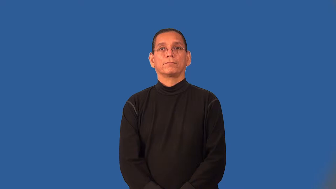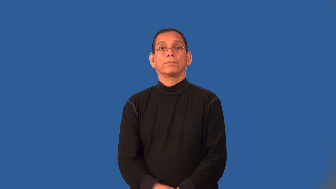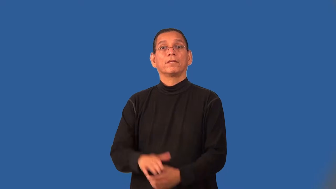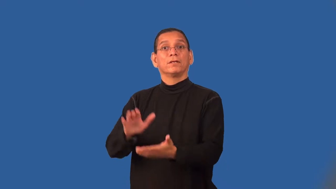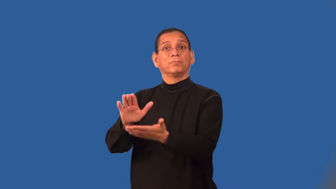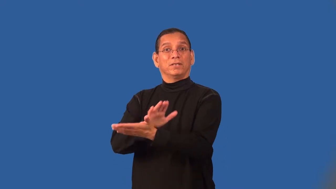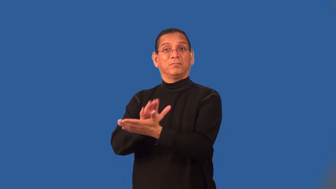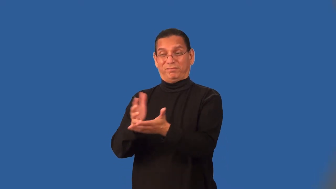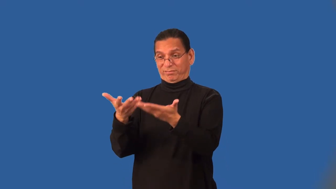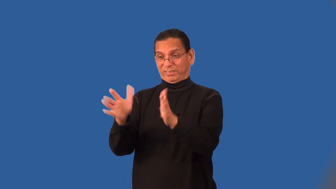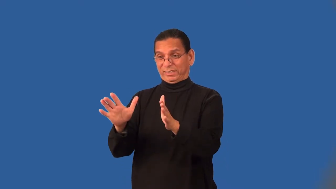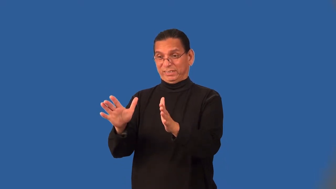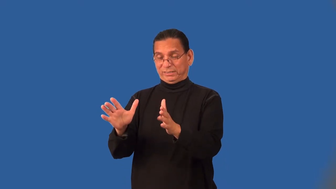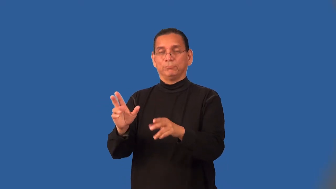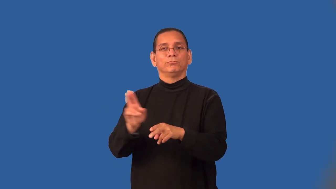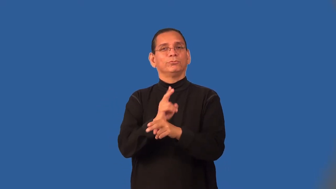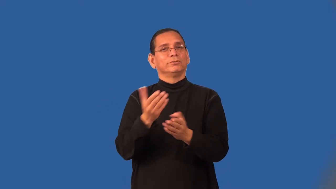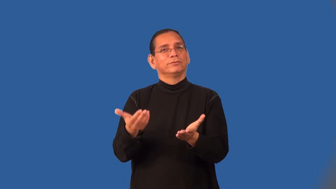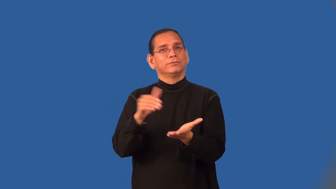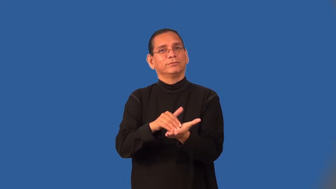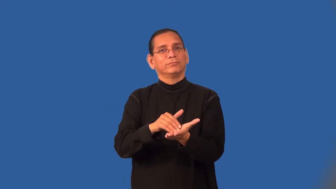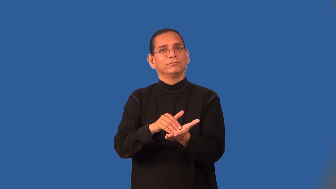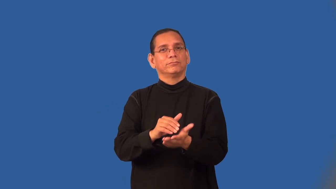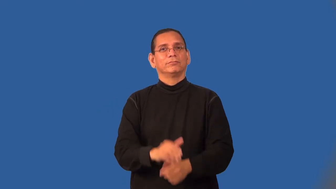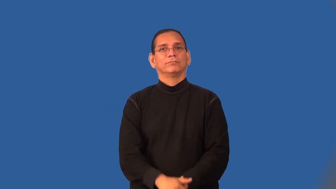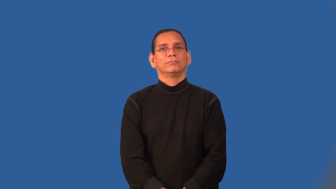scrap-paper